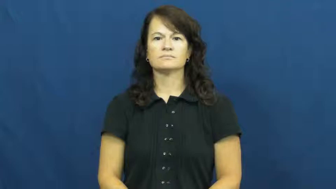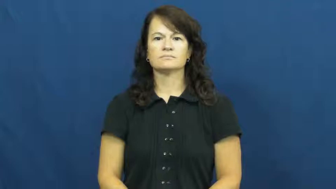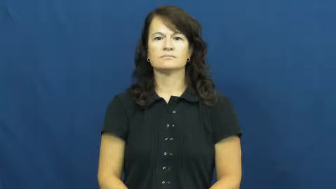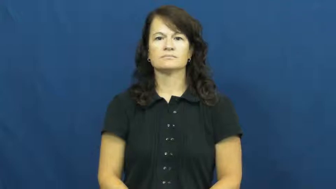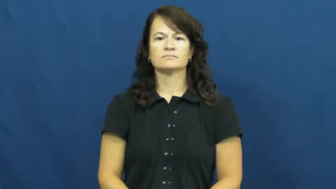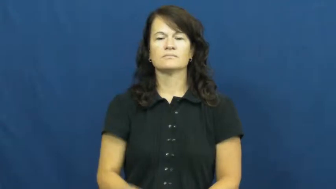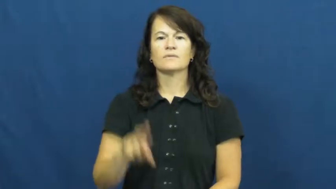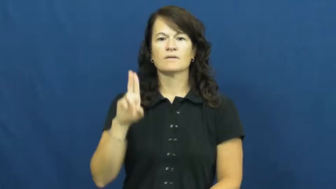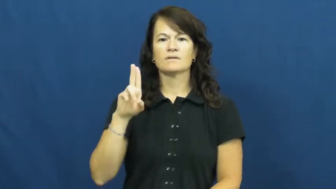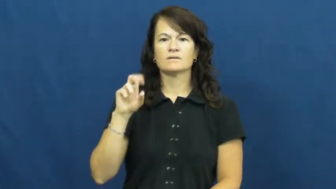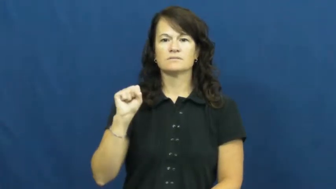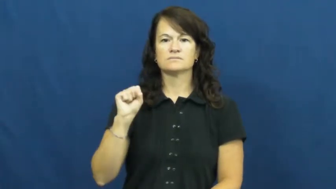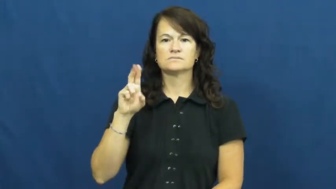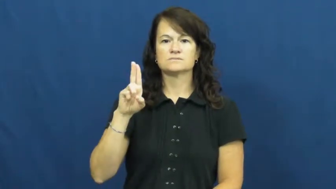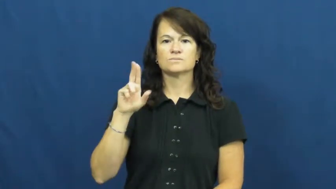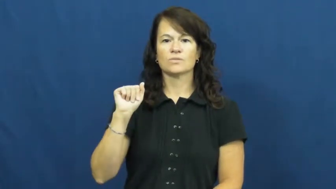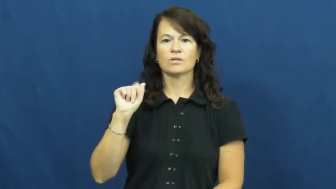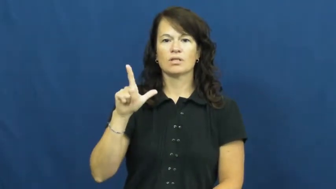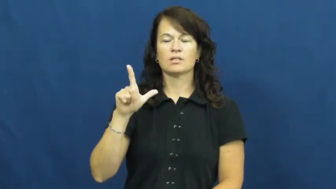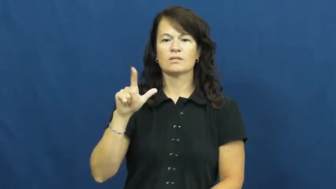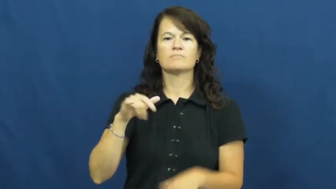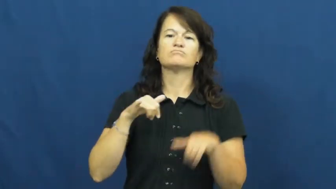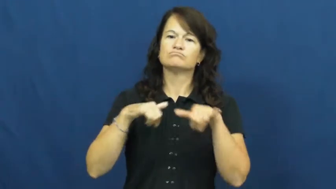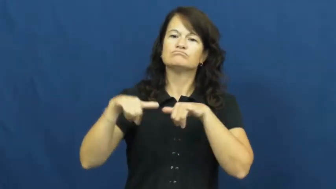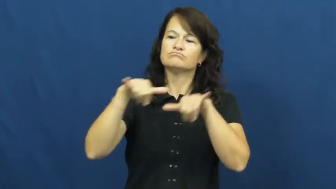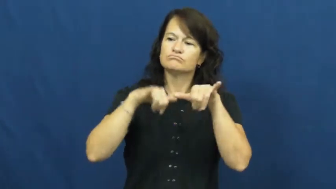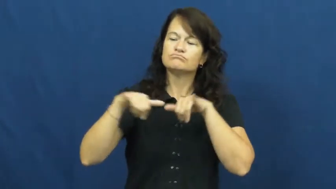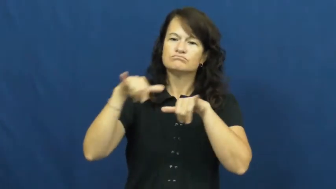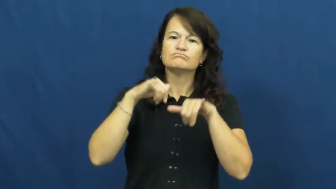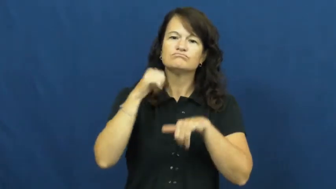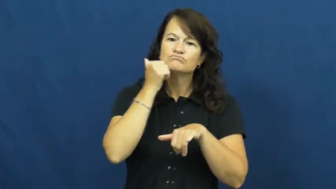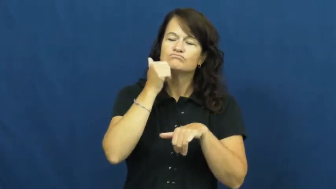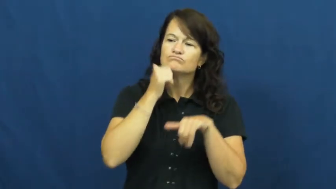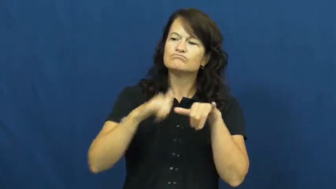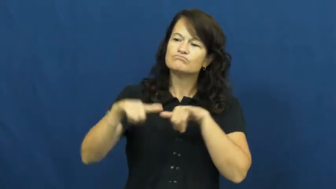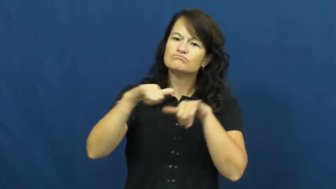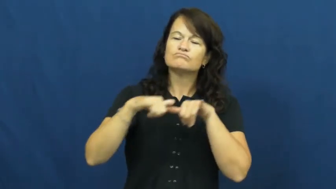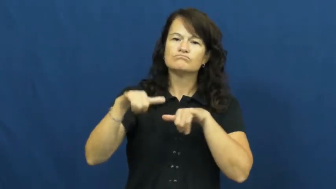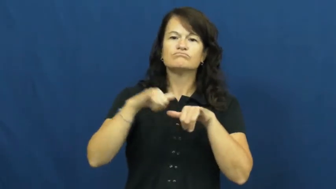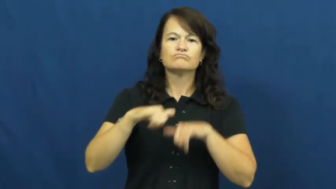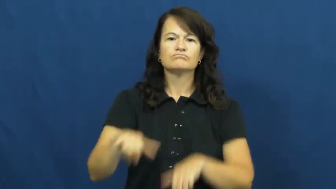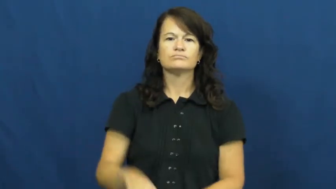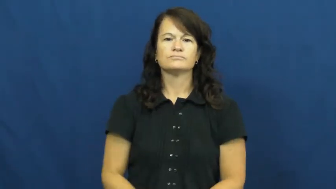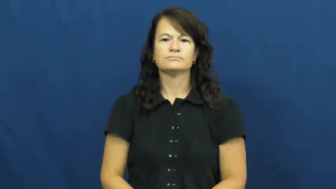usual